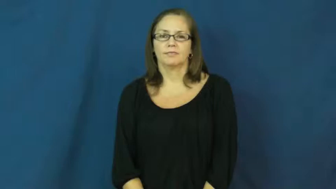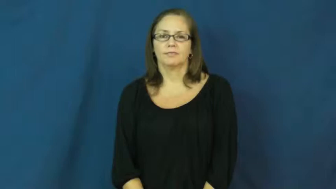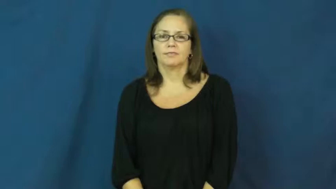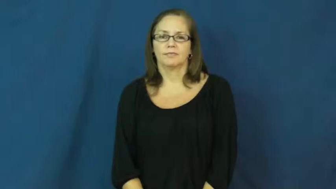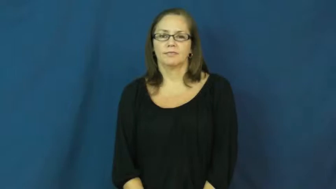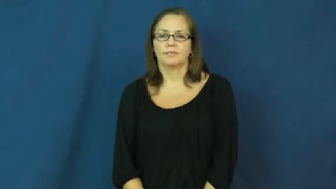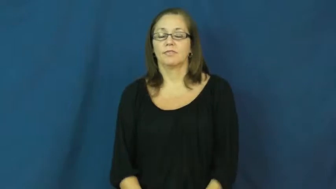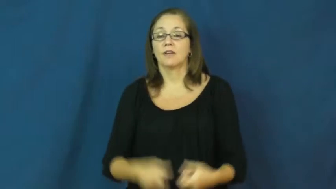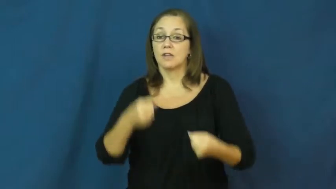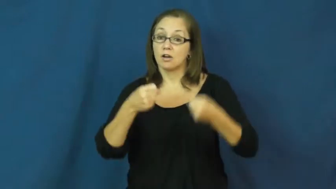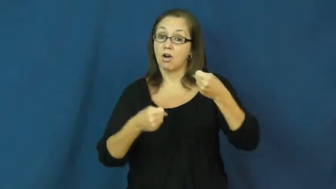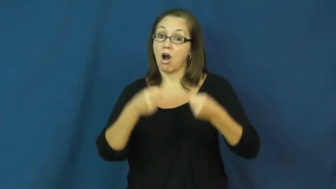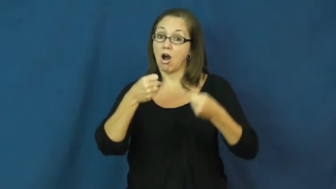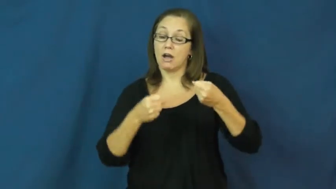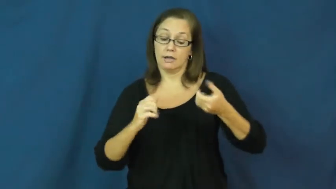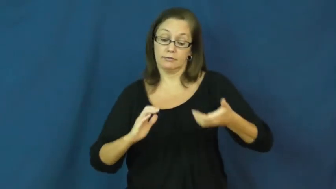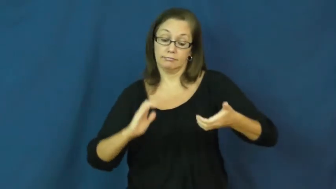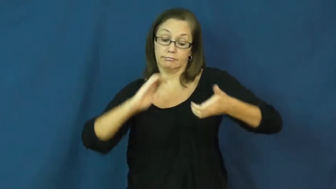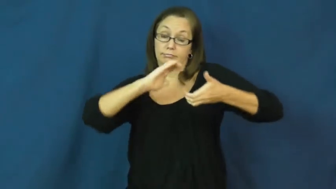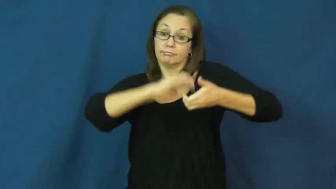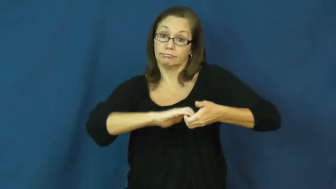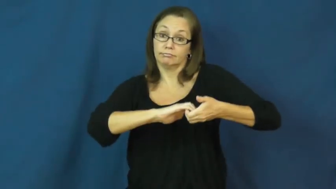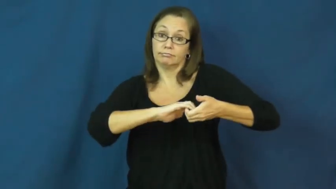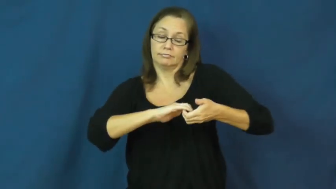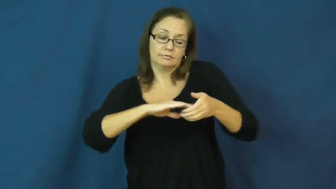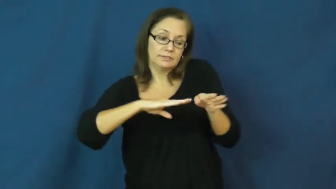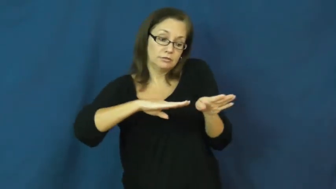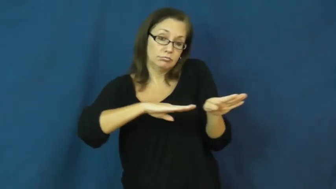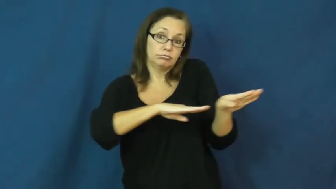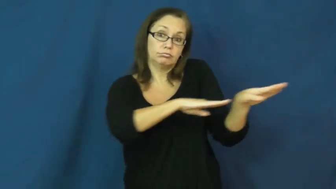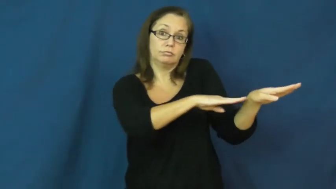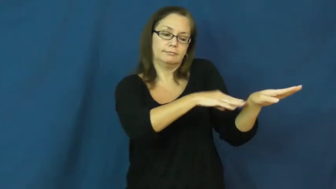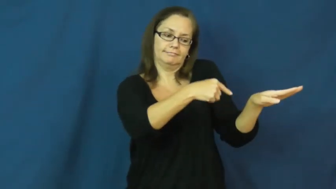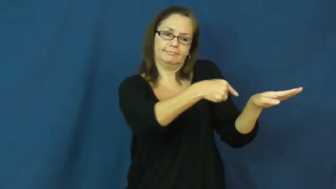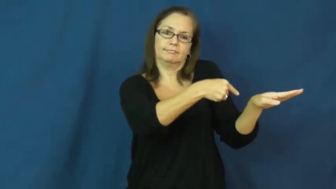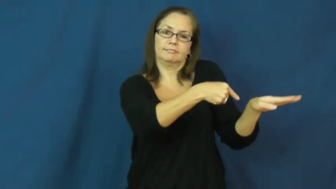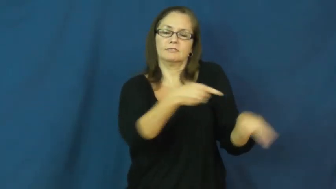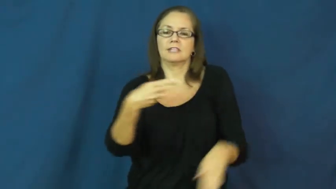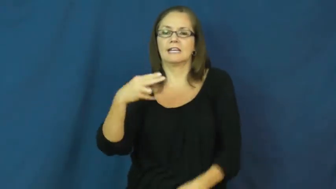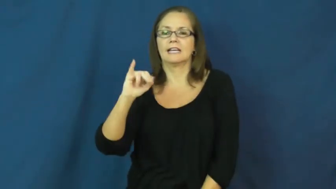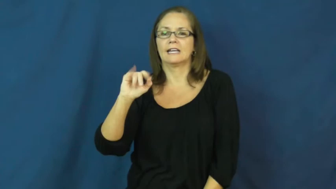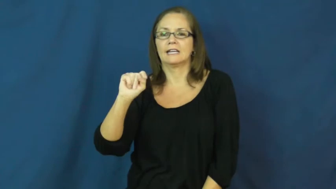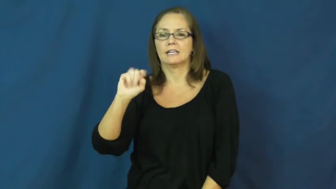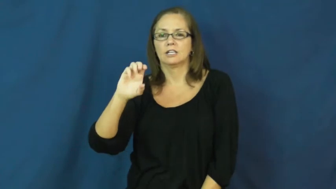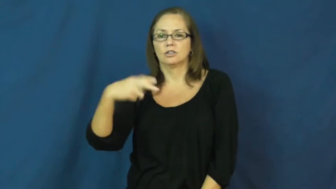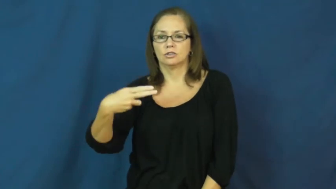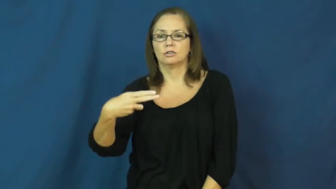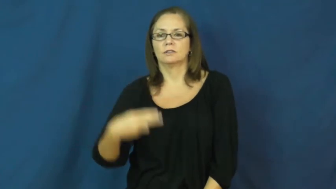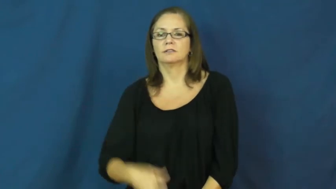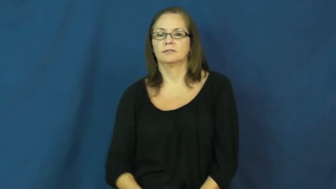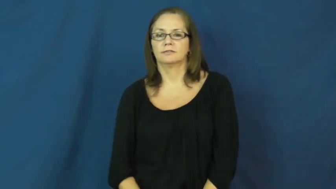hitch-fasten